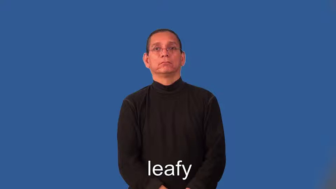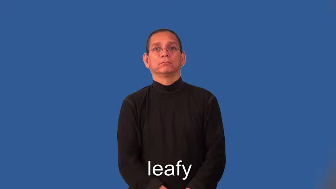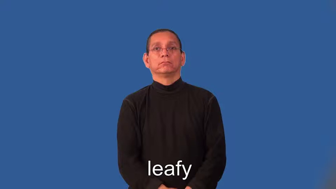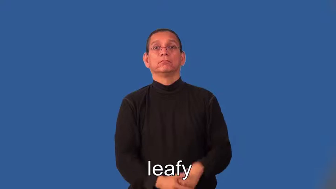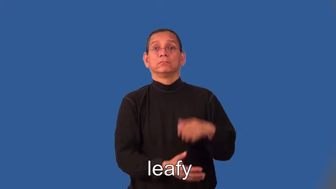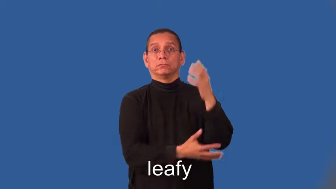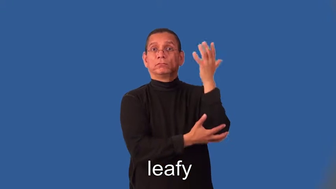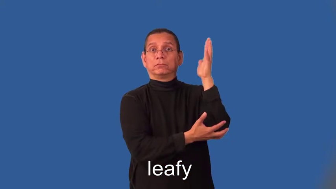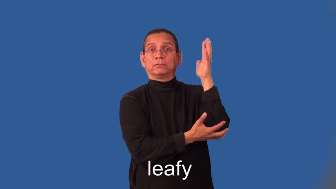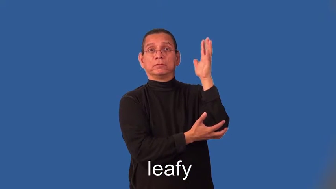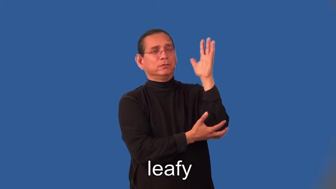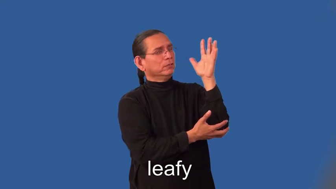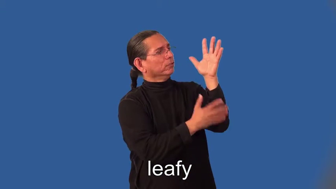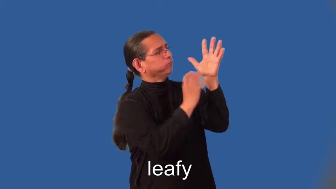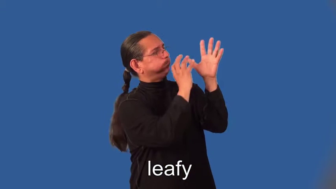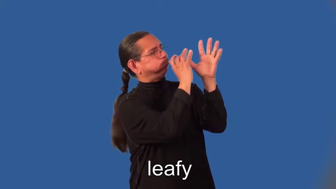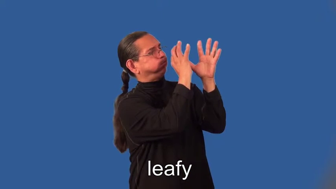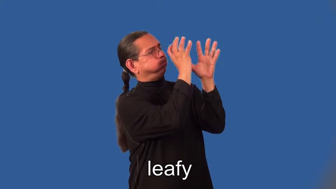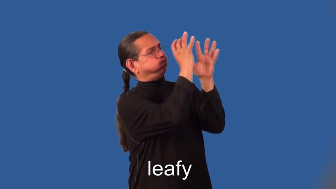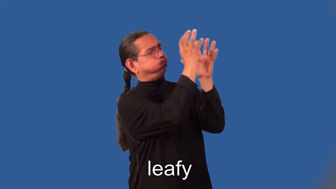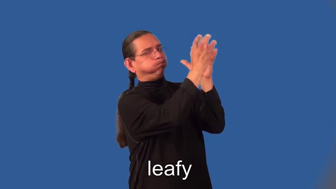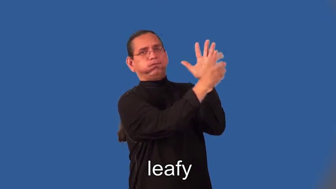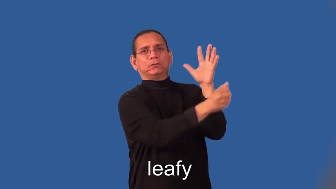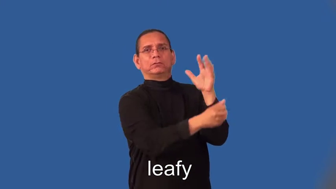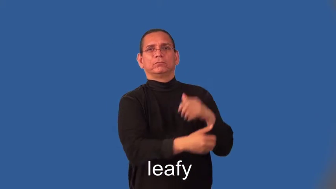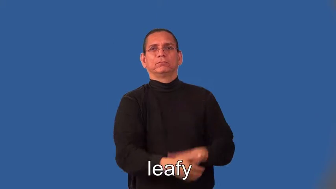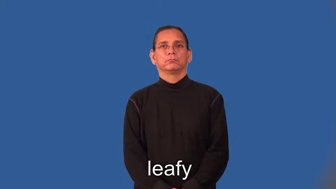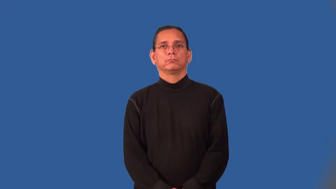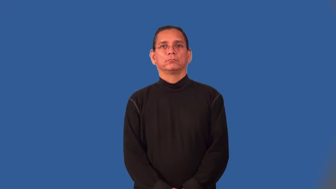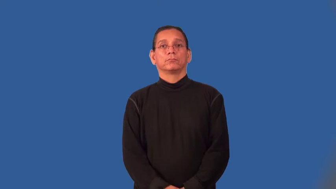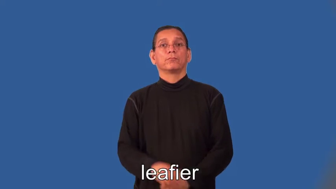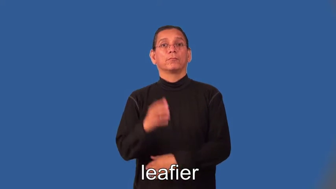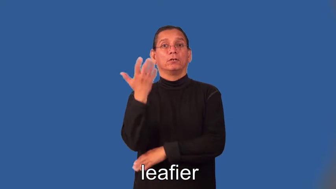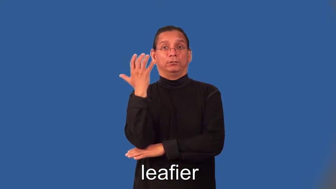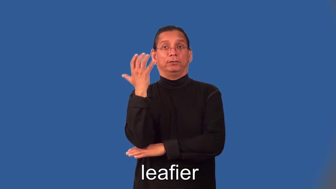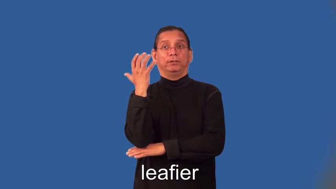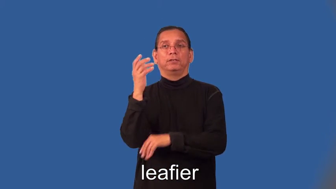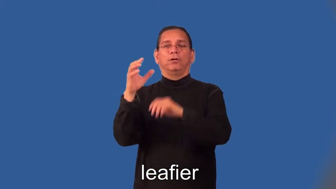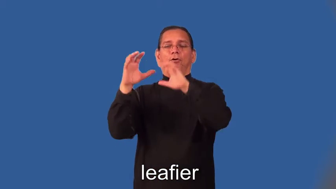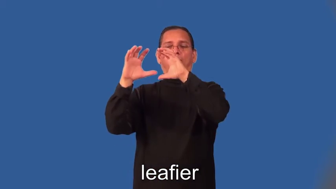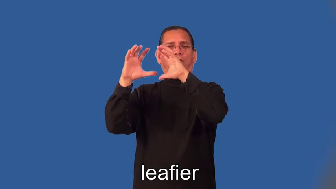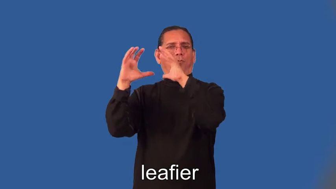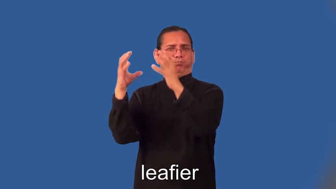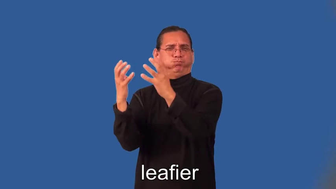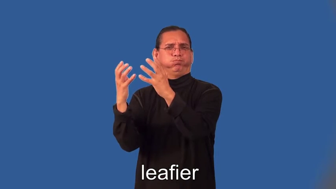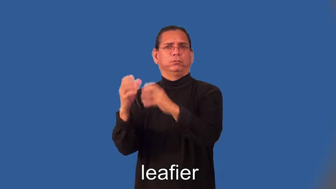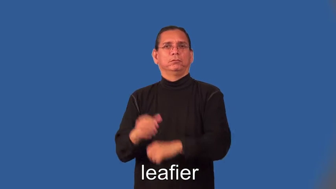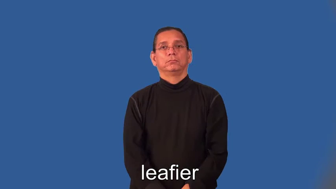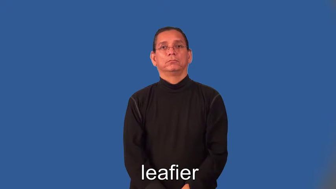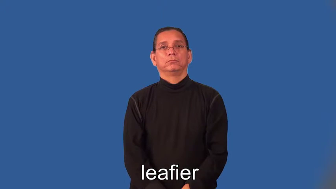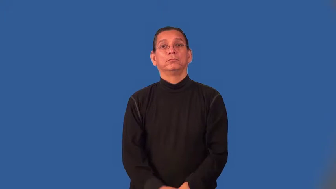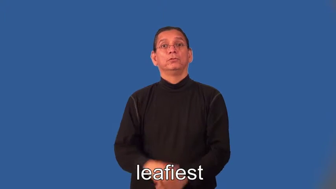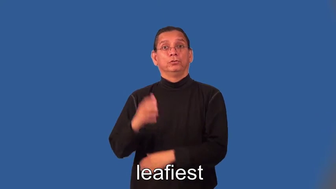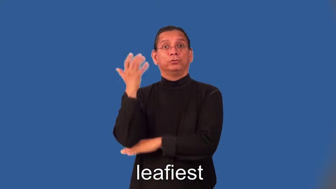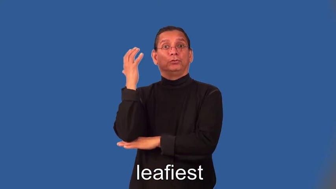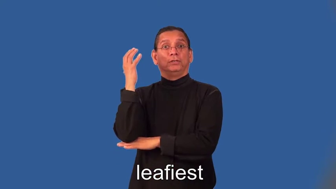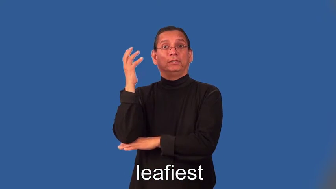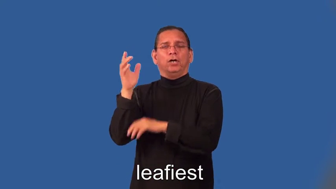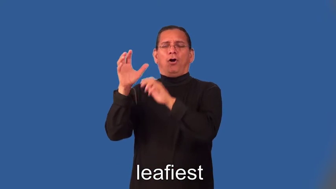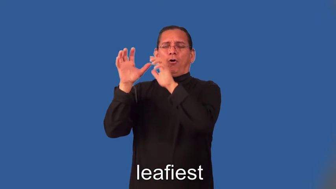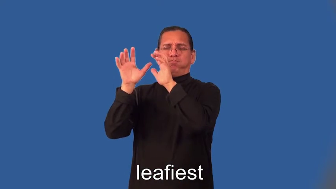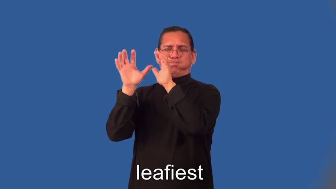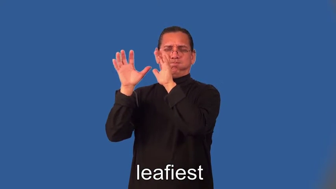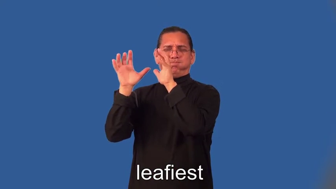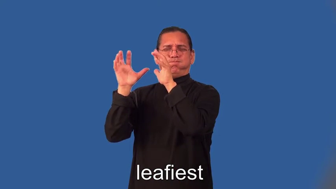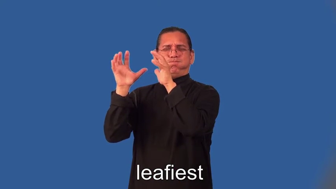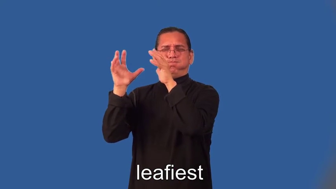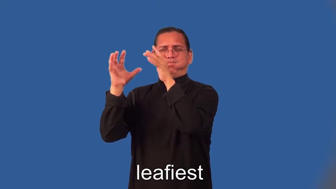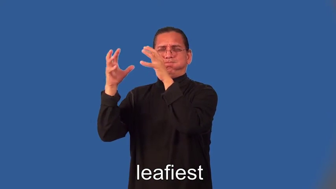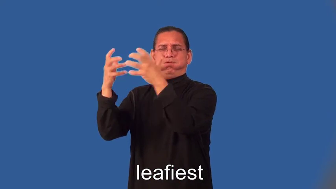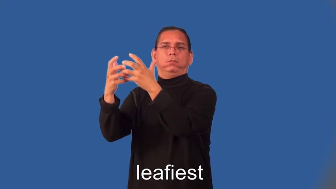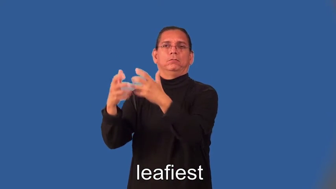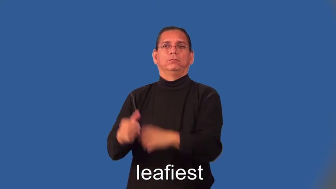leafier,leafiest